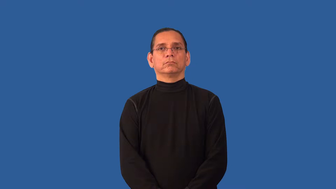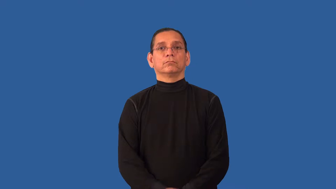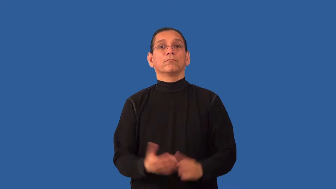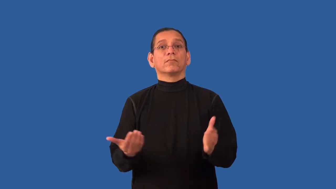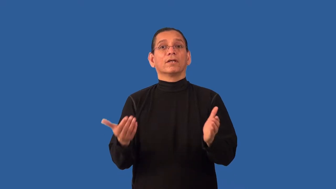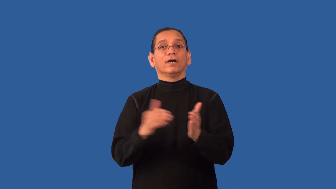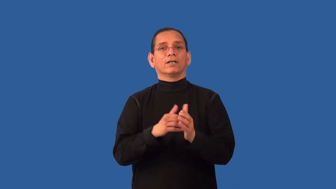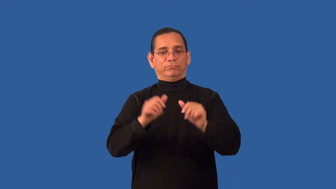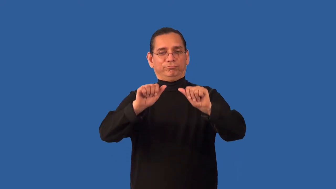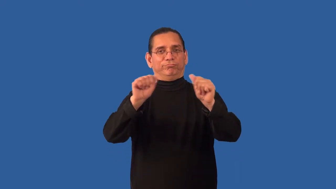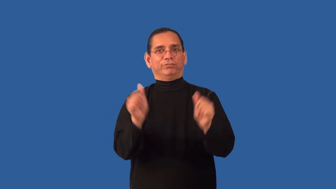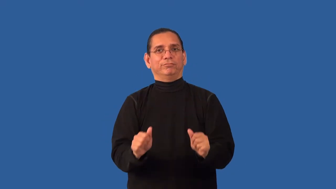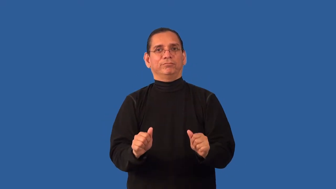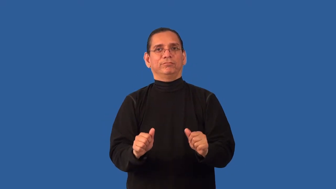remold,reshape